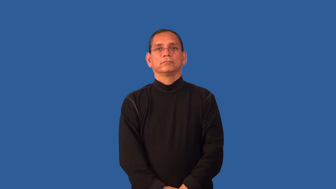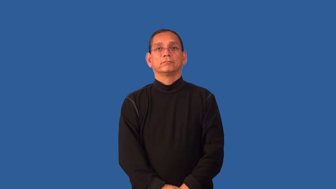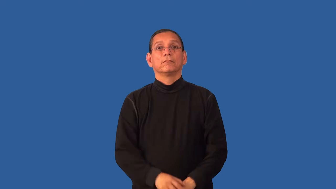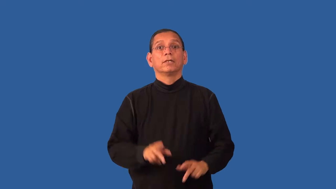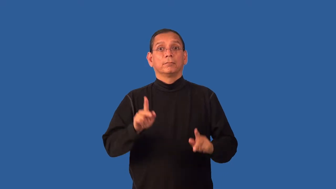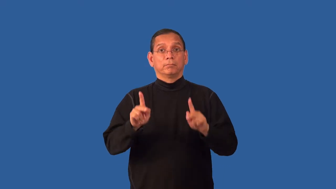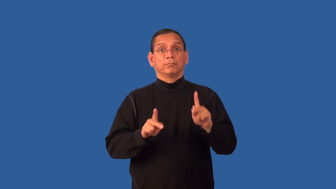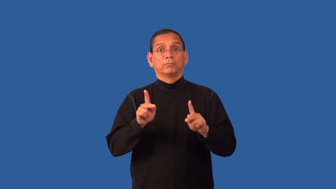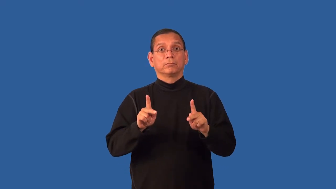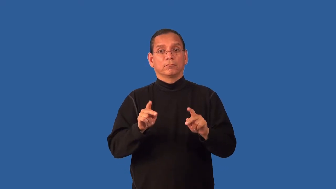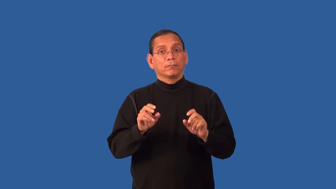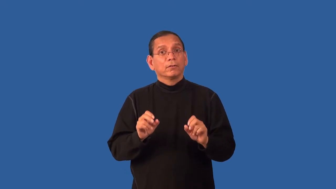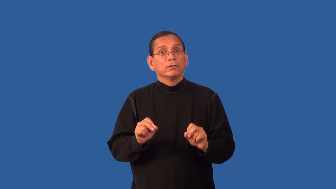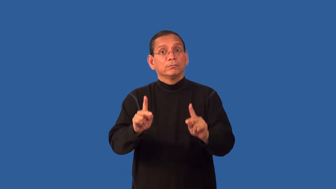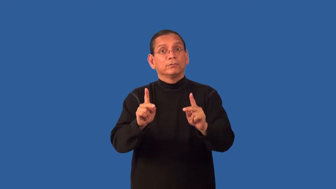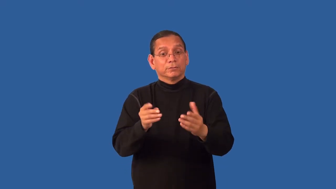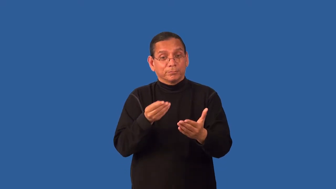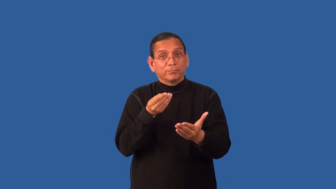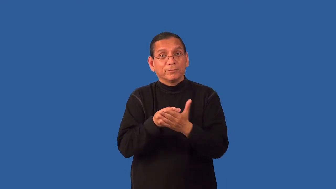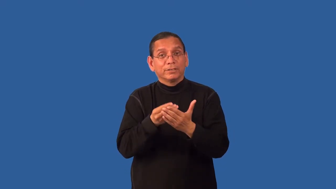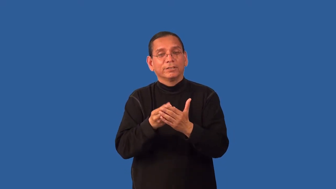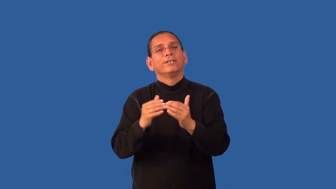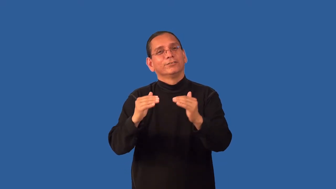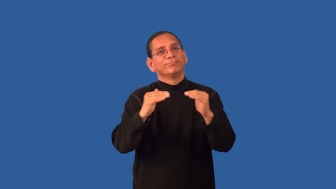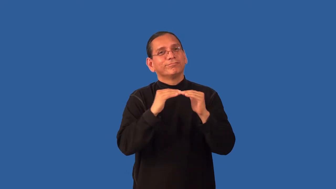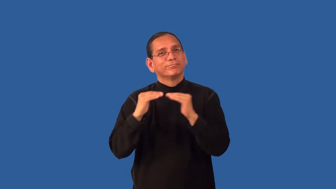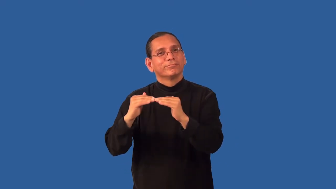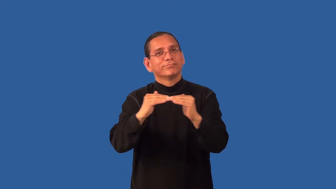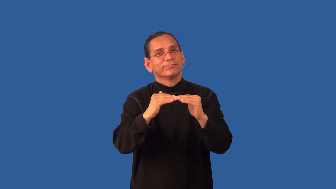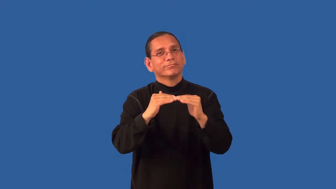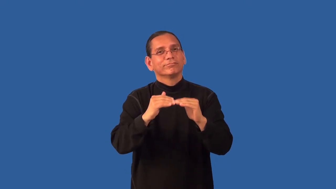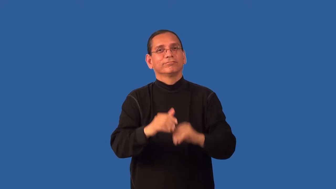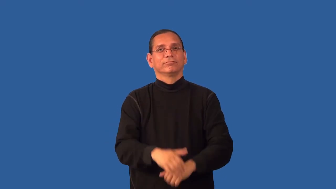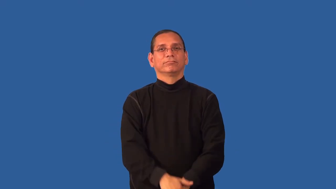egalitarian-equal